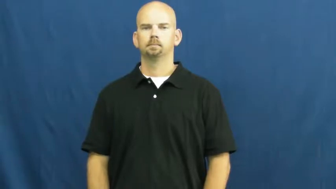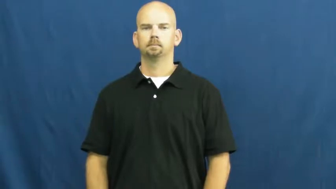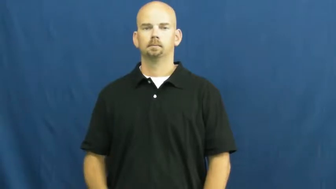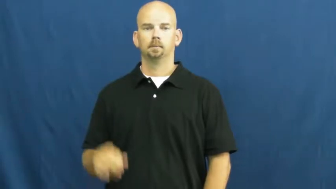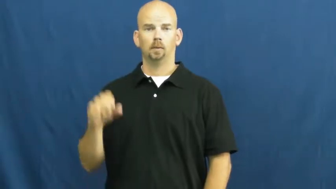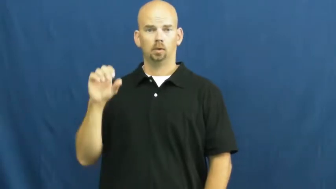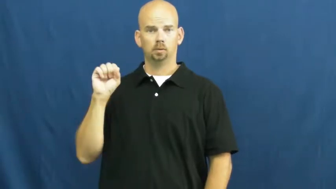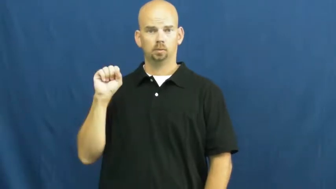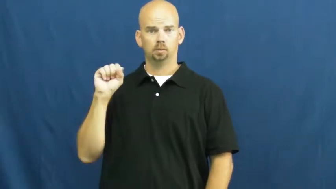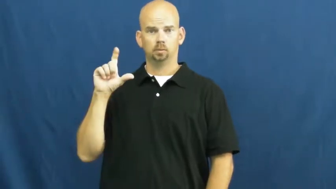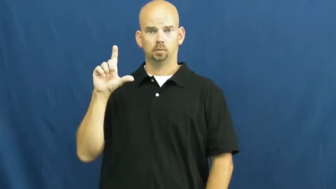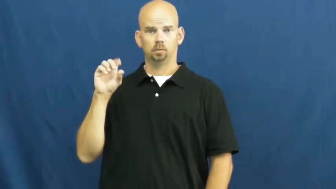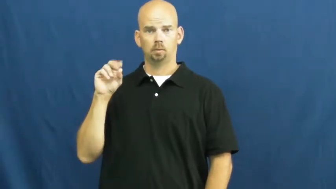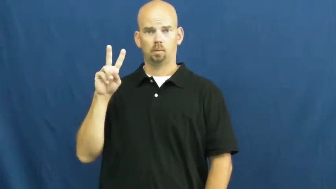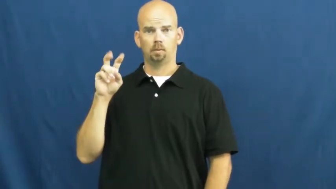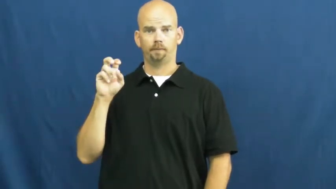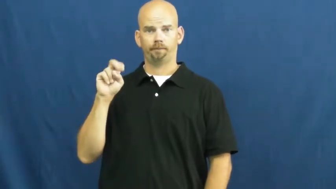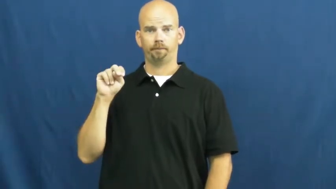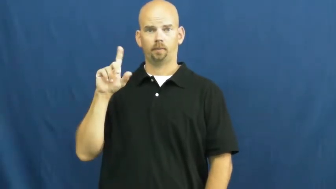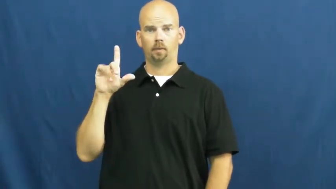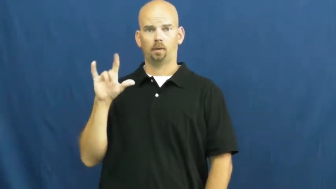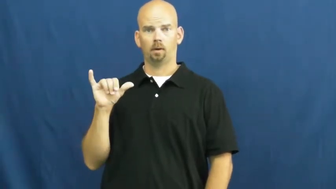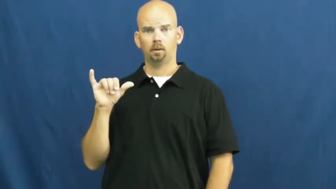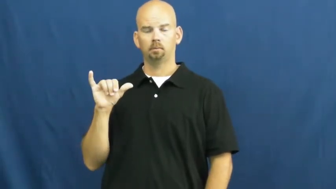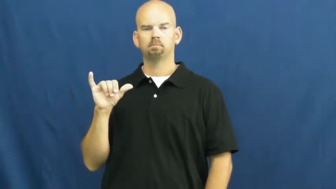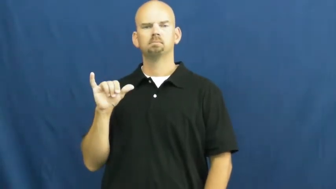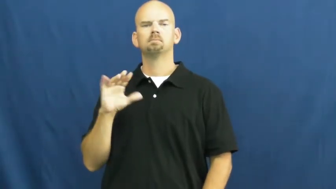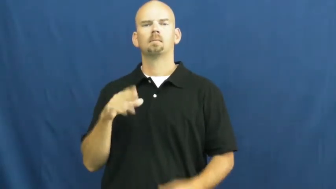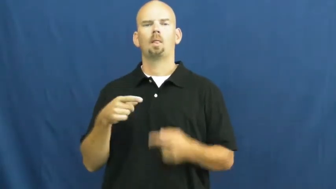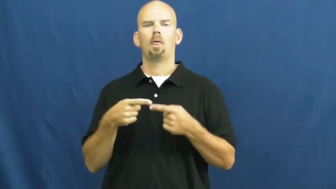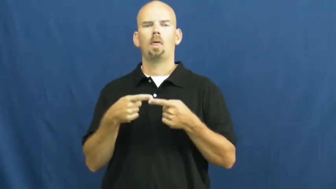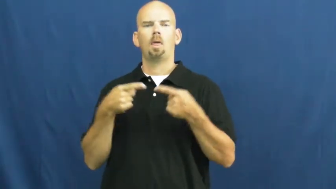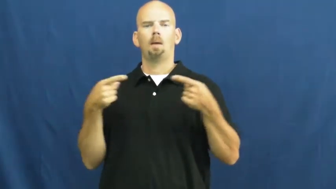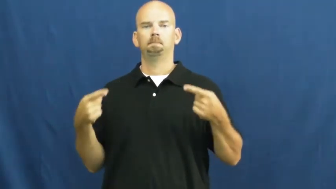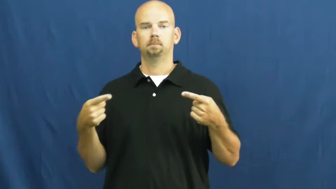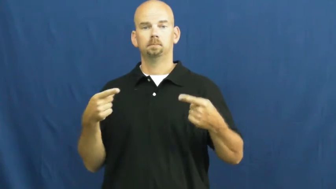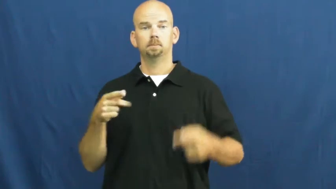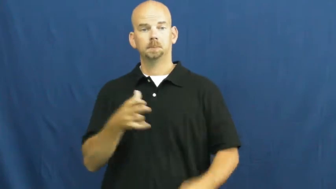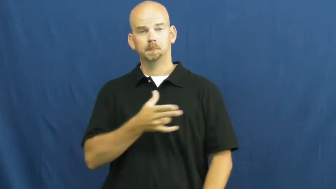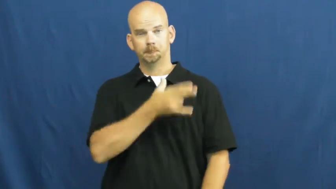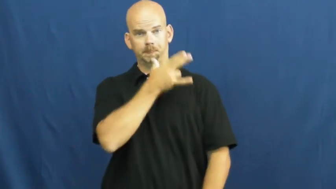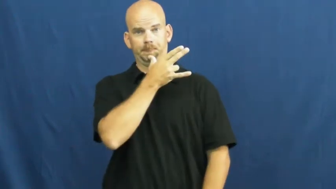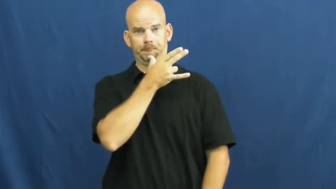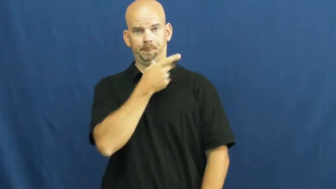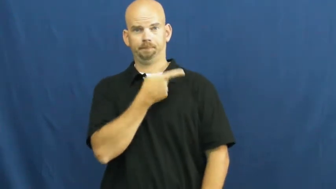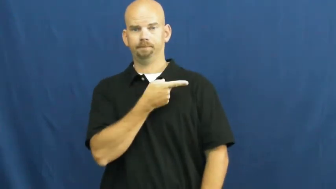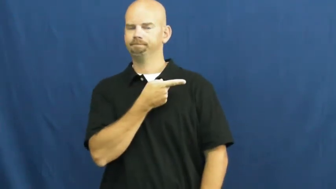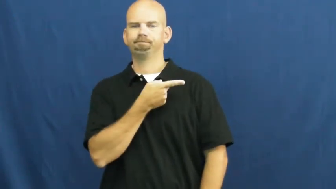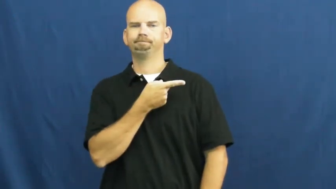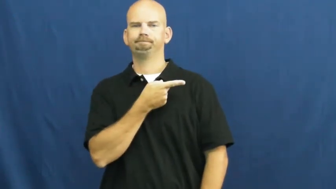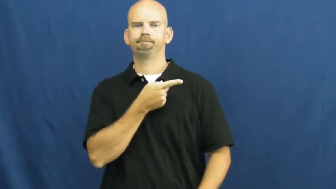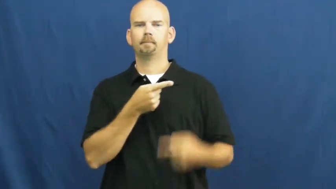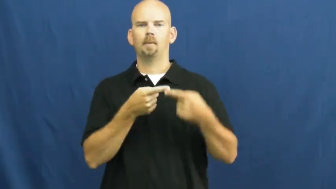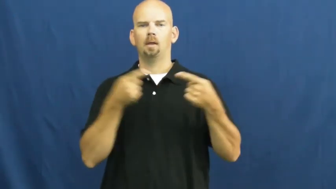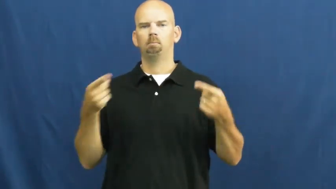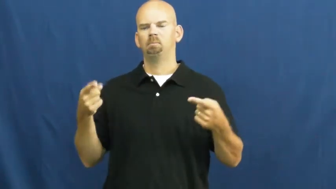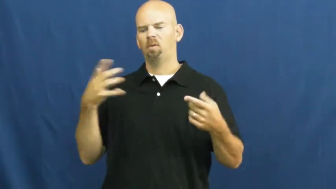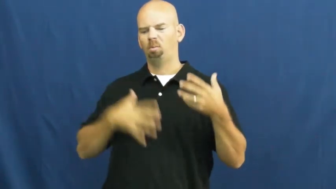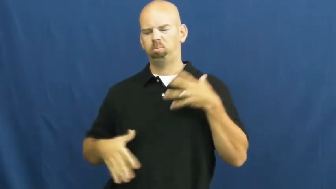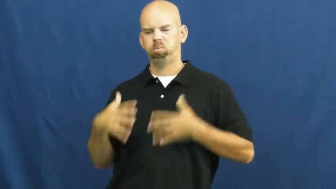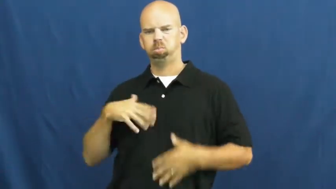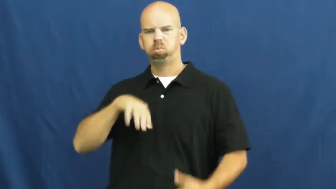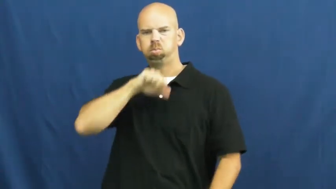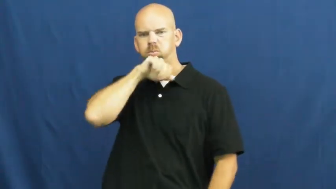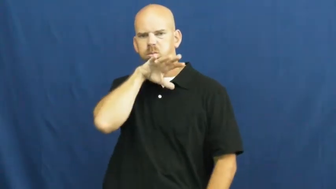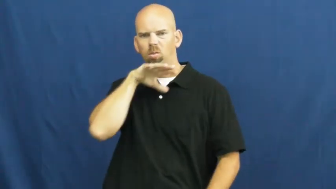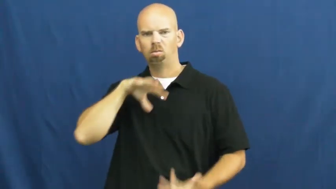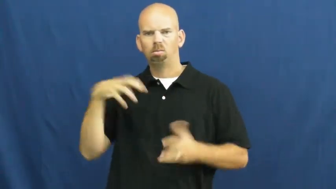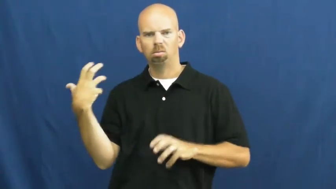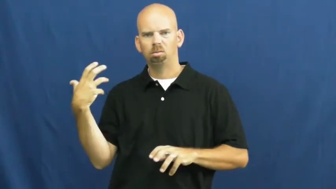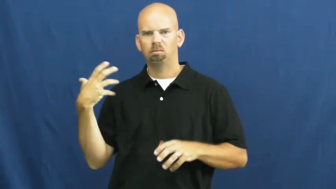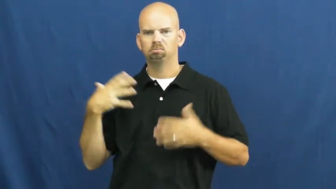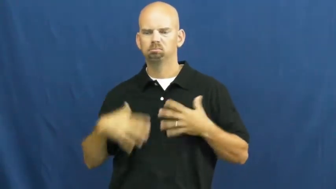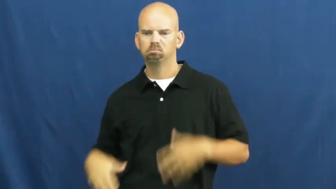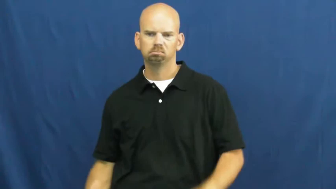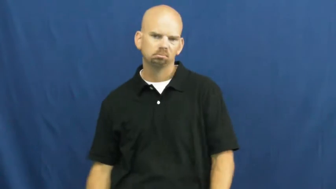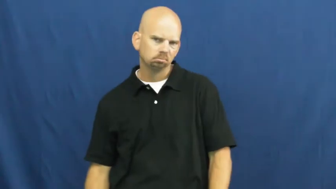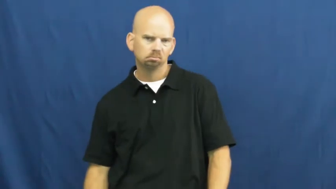slovenly